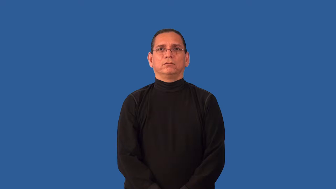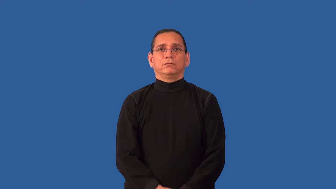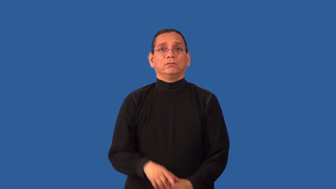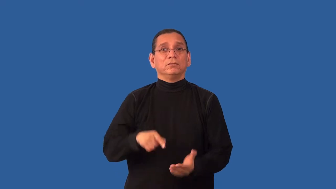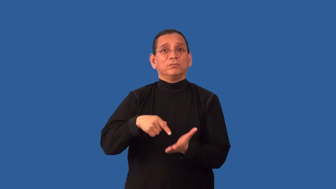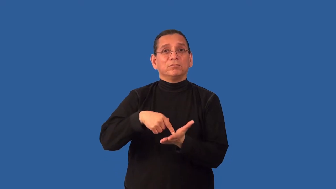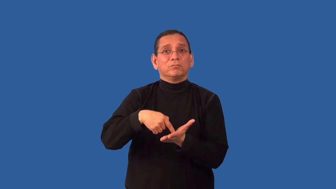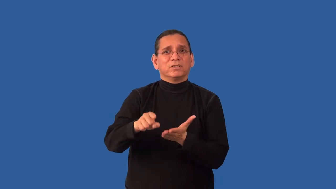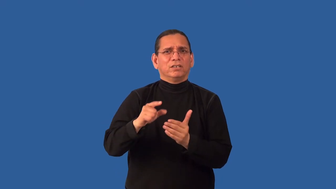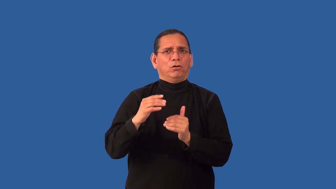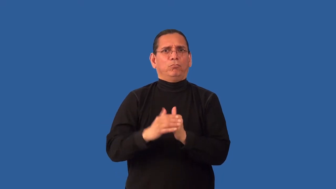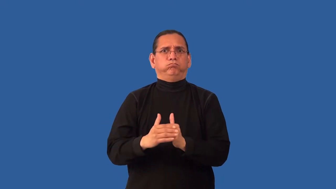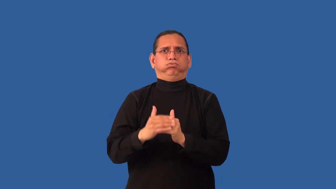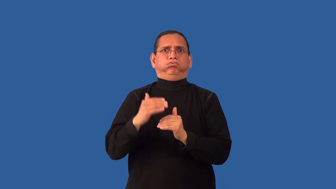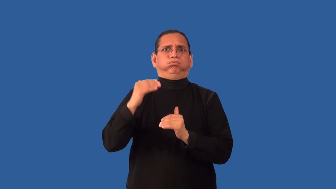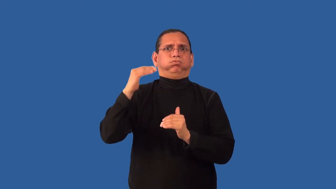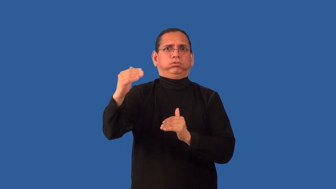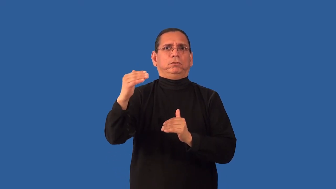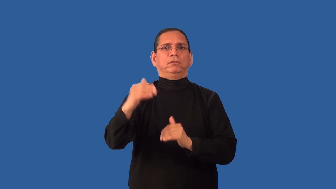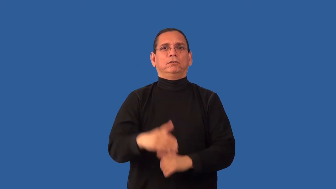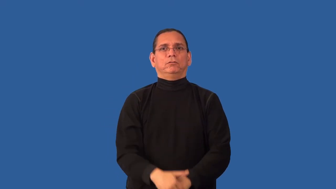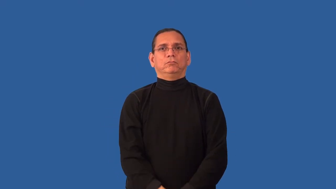overpay